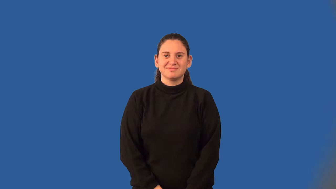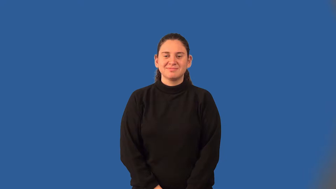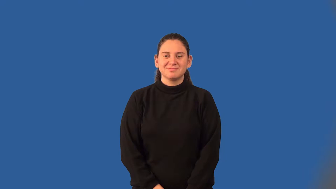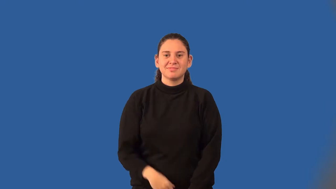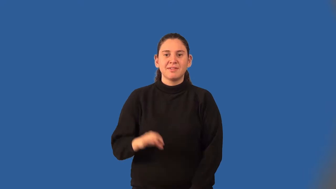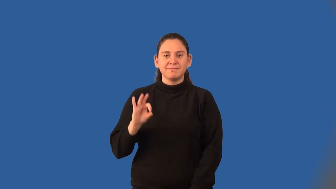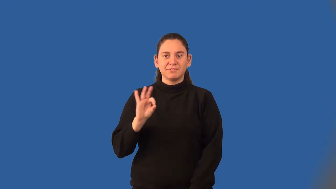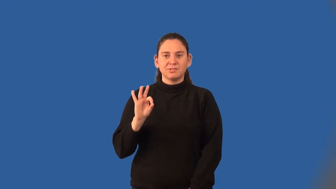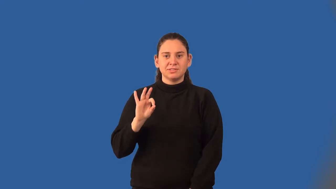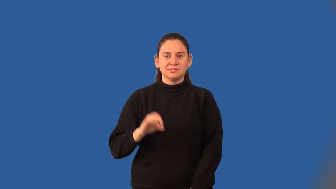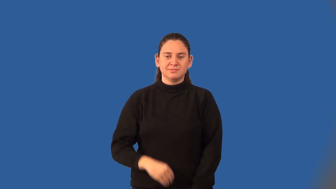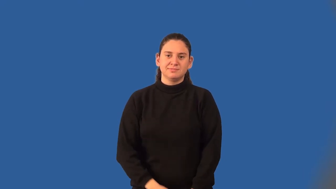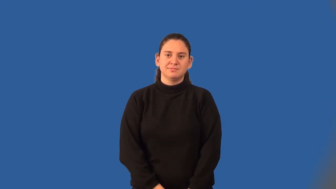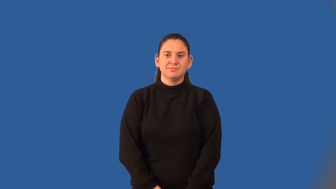fahrenheit